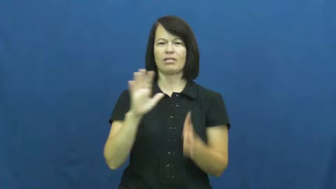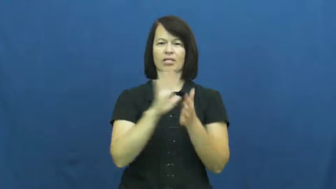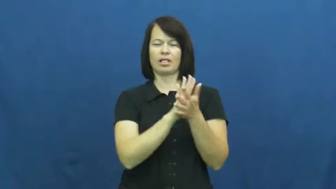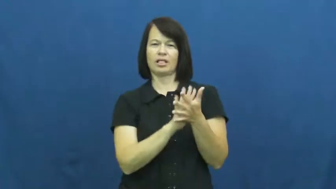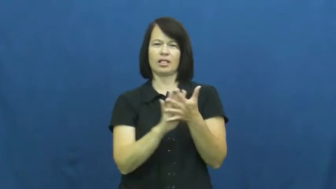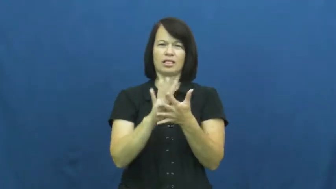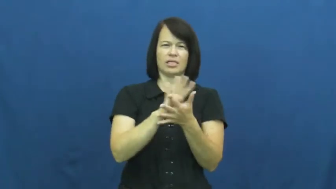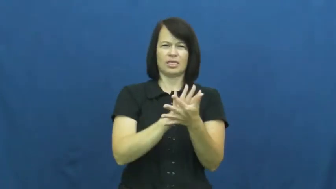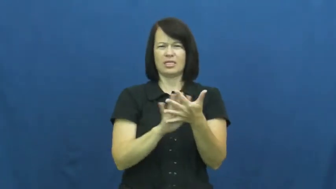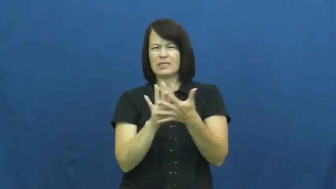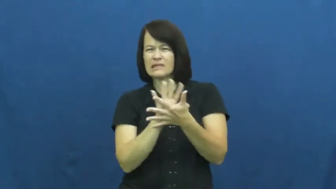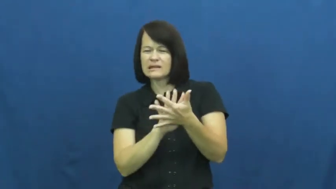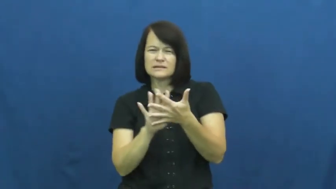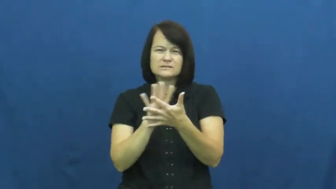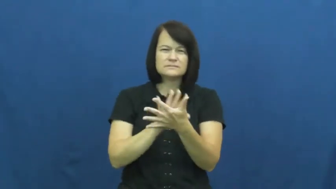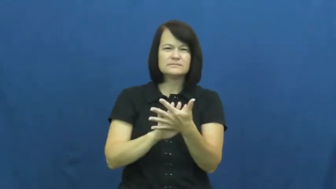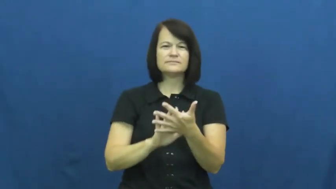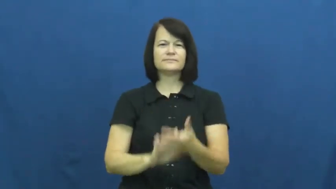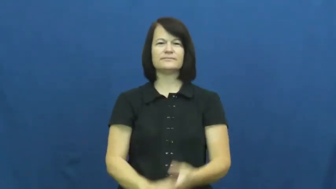amorphous